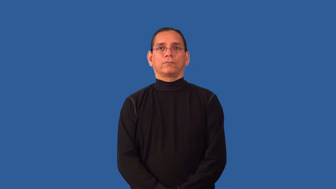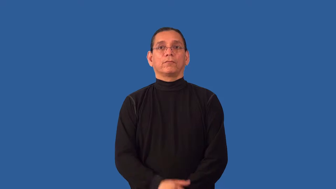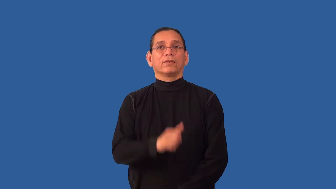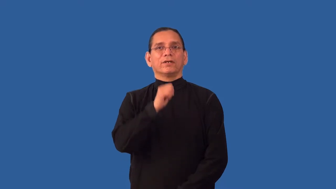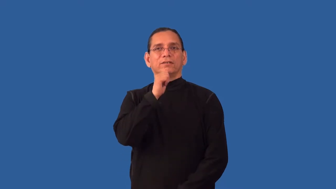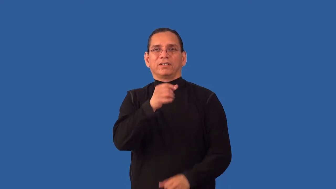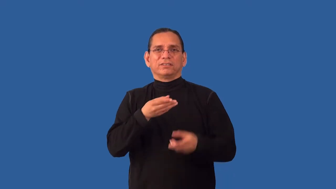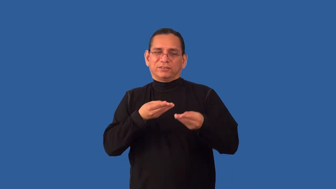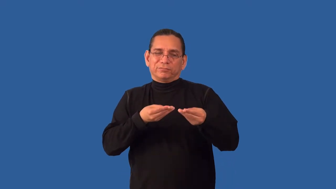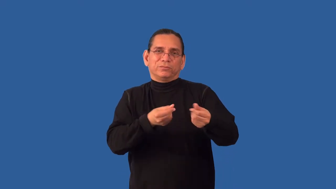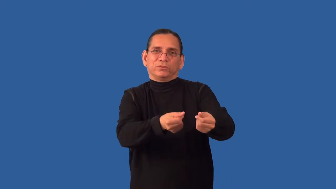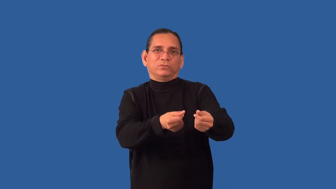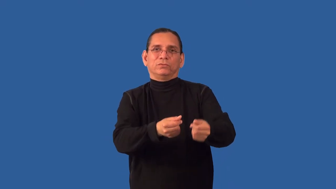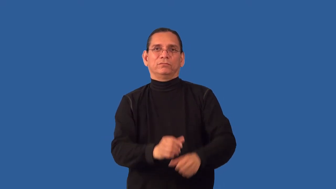inefficient,malaise